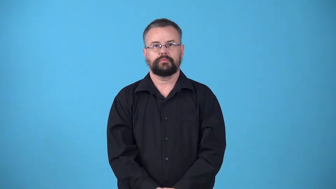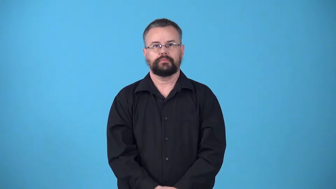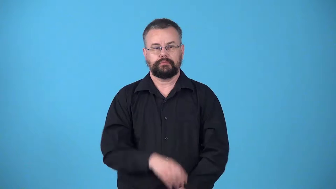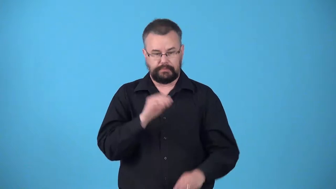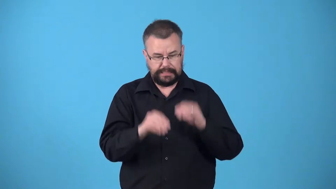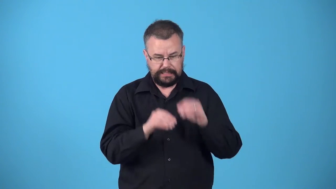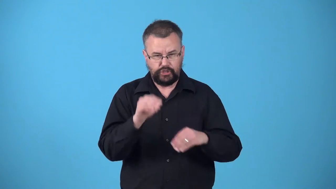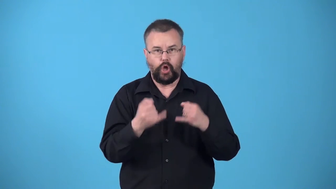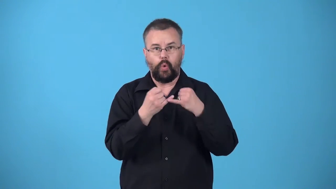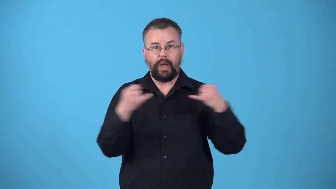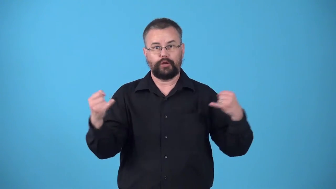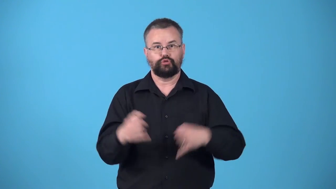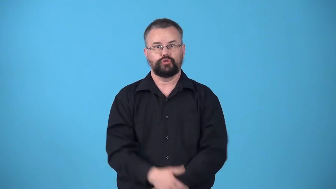wire-put wires in or on